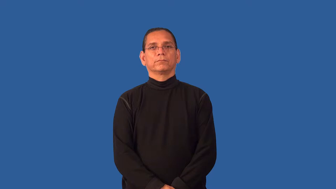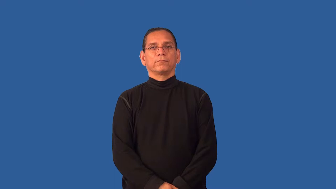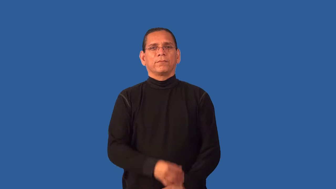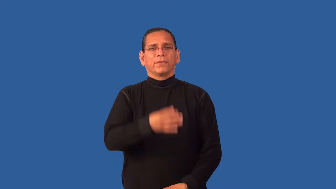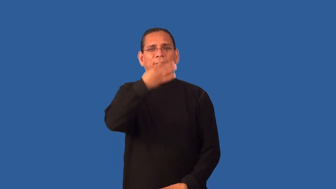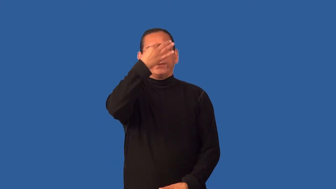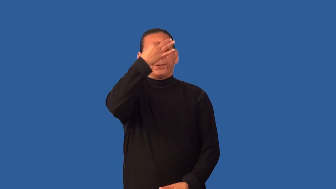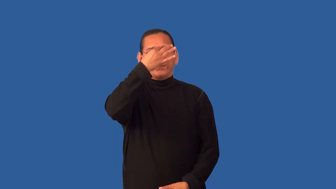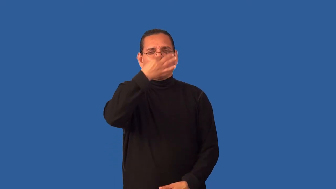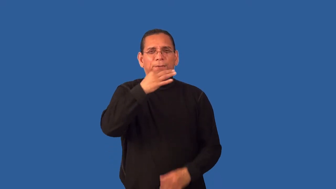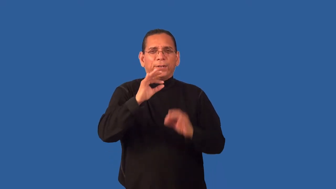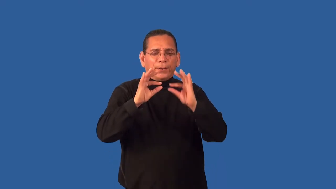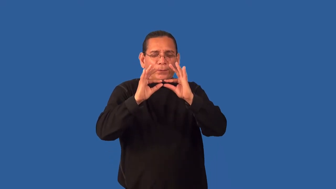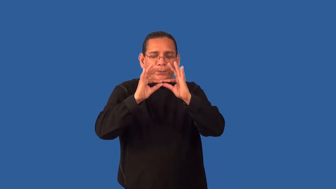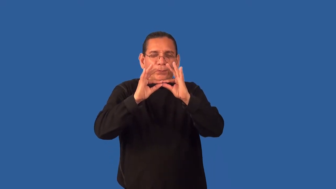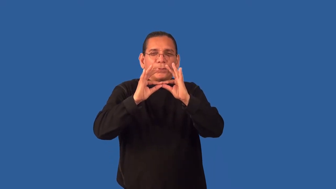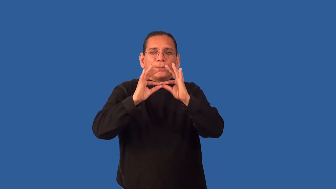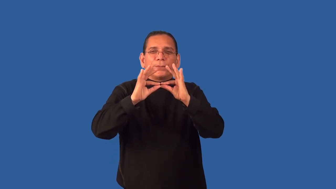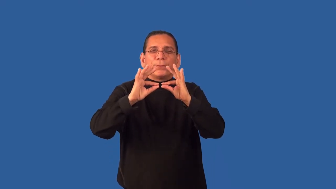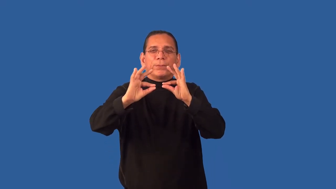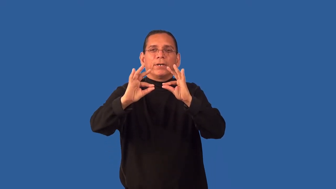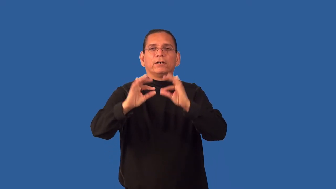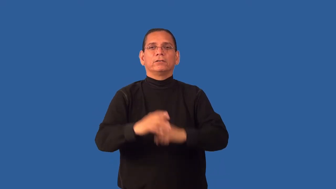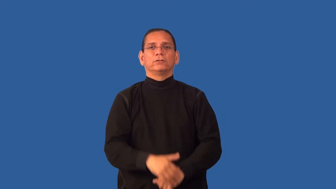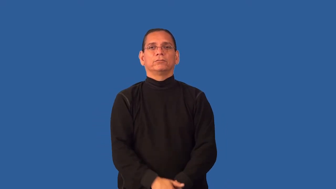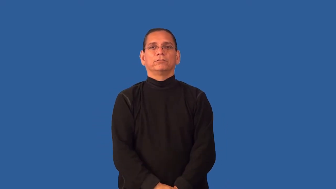fine,wispy,spidery